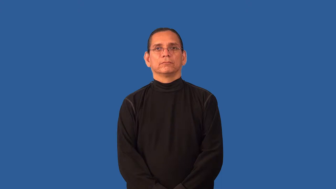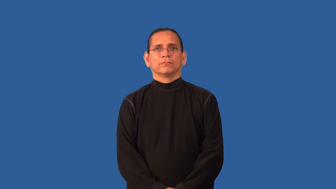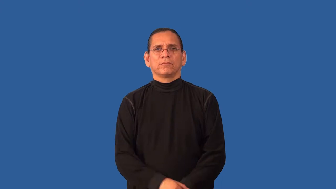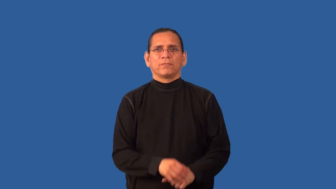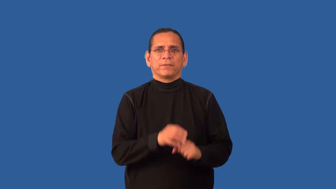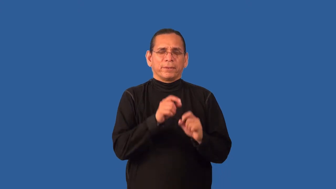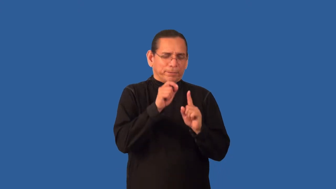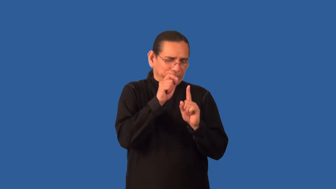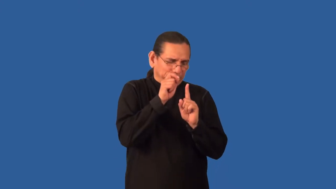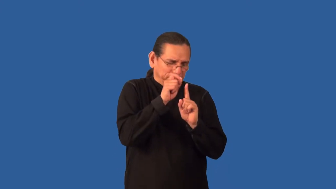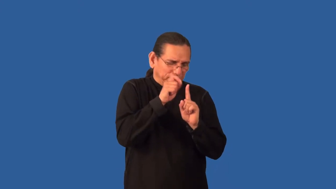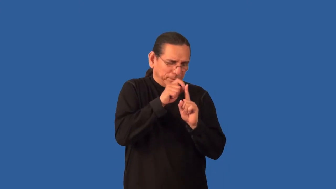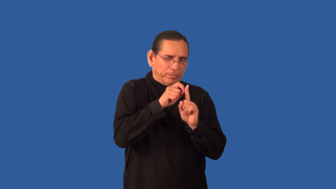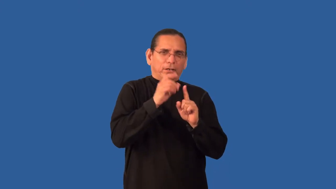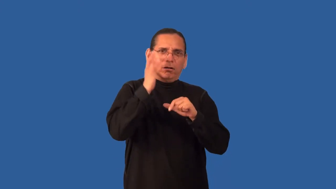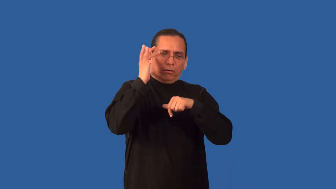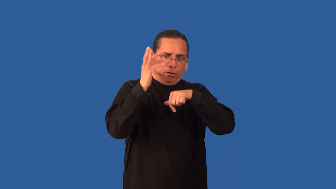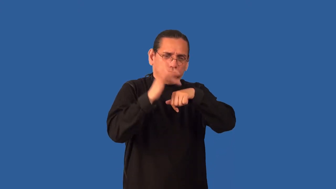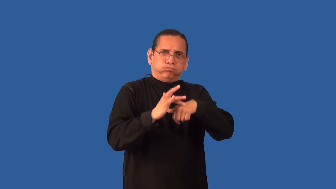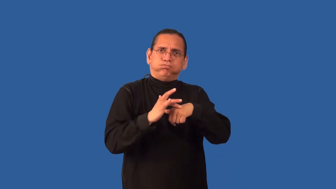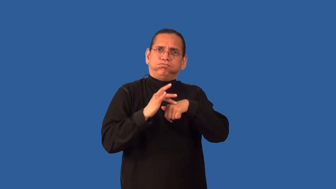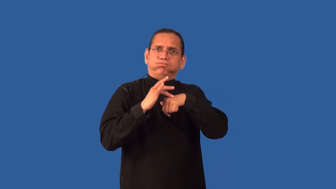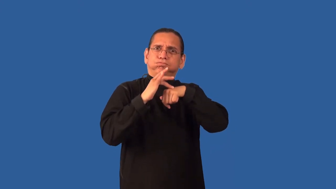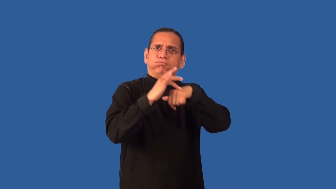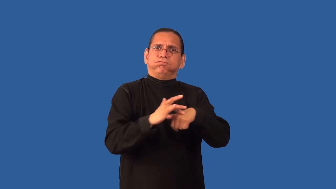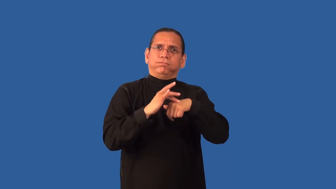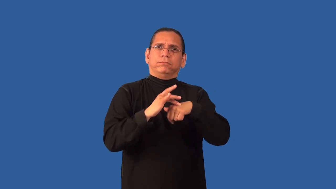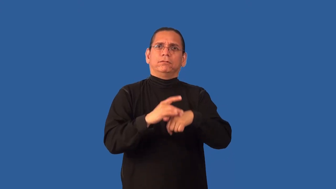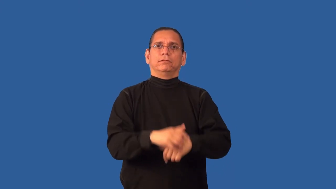anal-personality